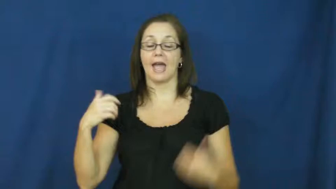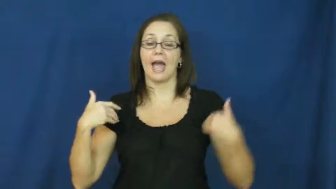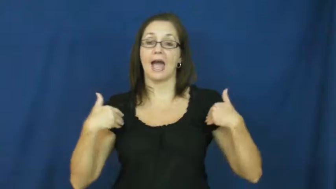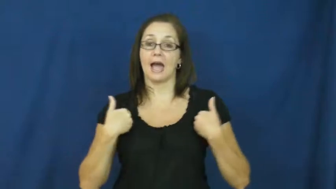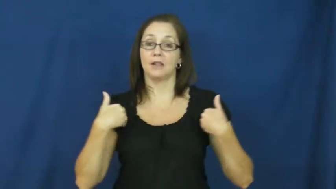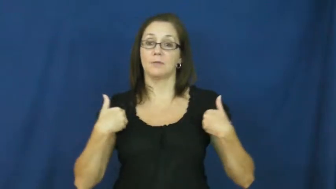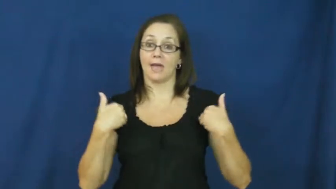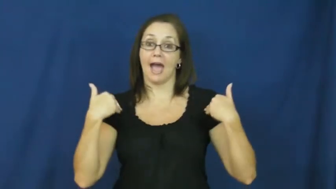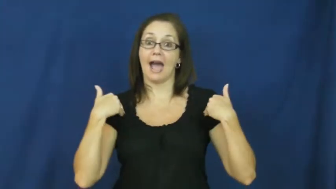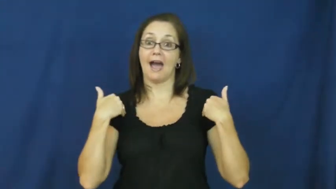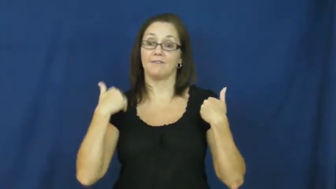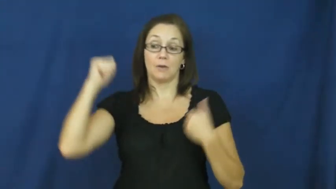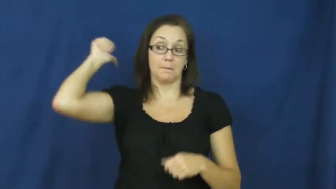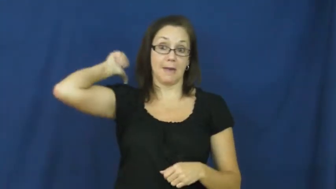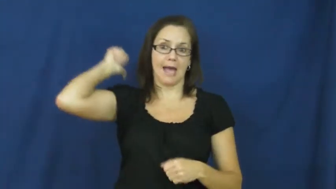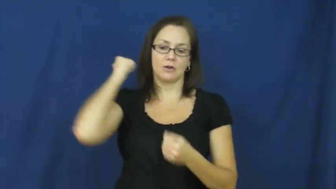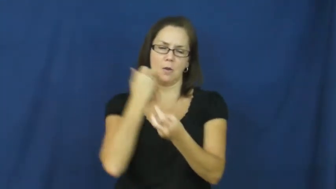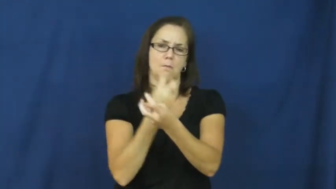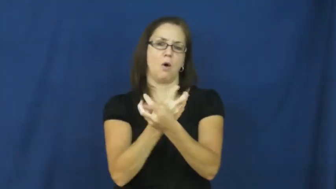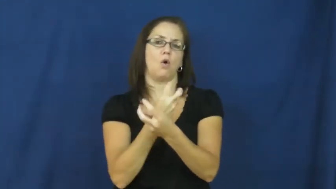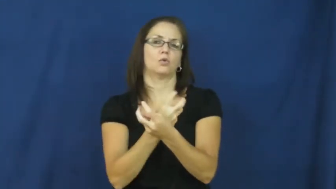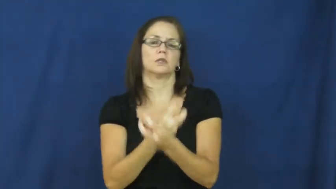vertebrate,chordate